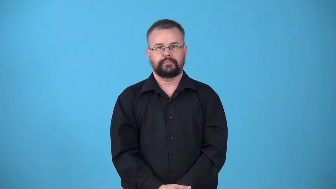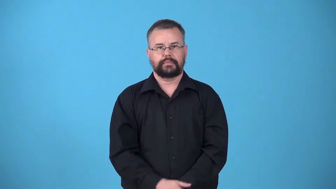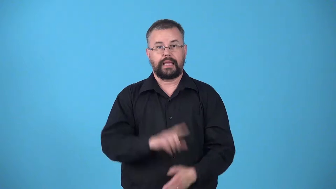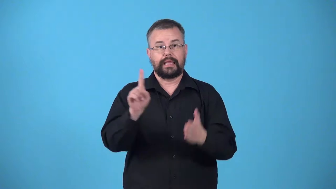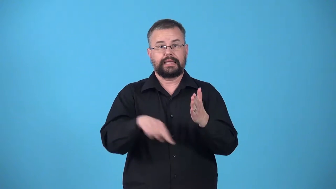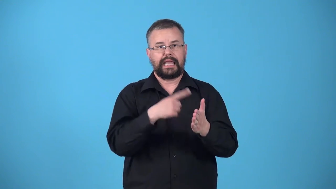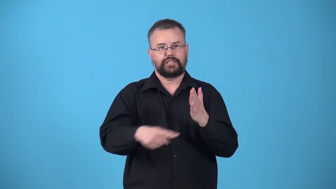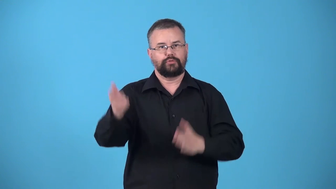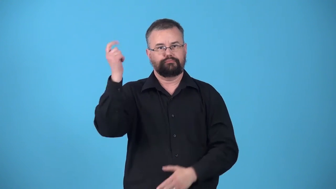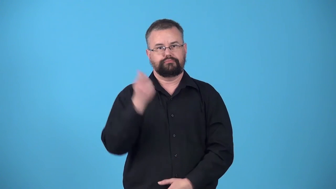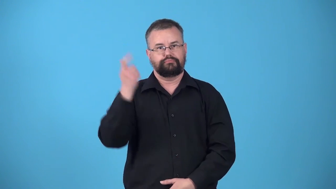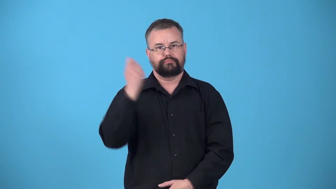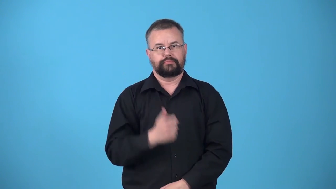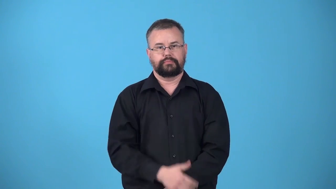unsubscribe